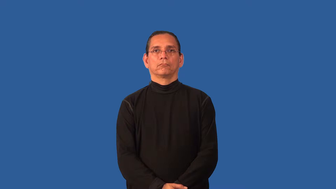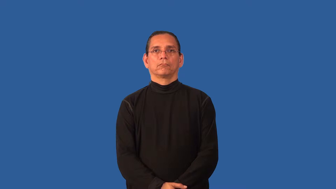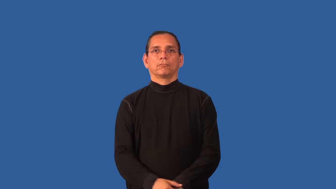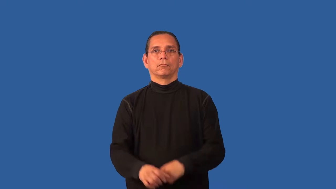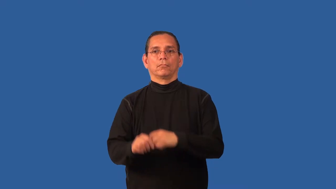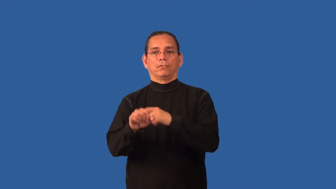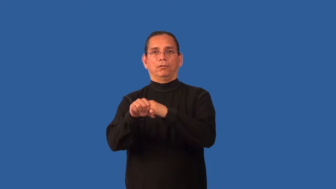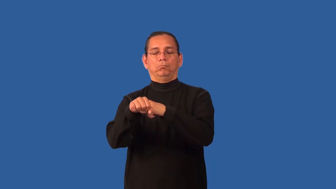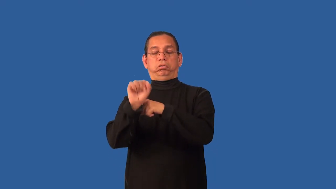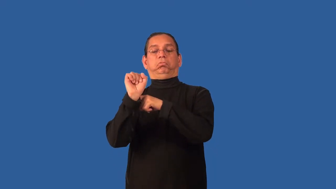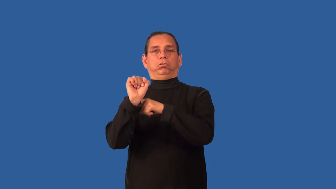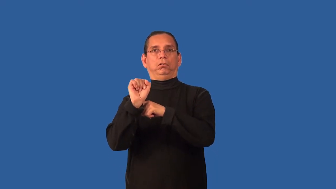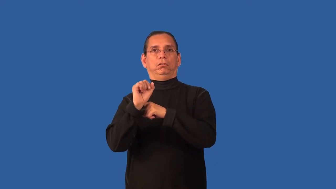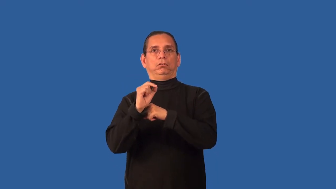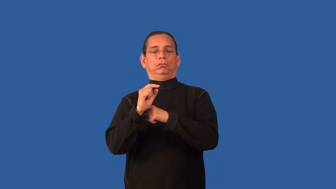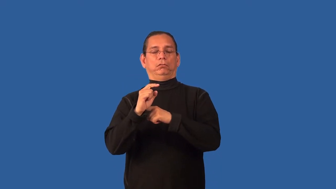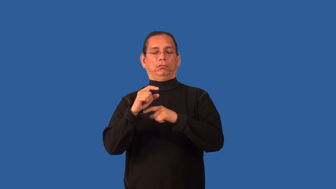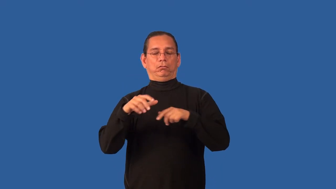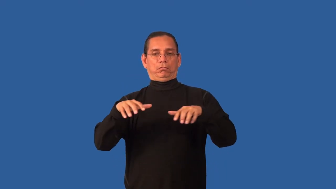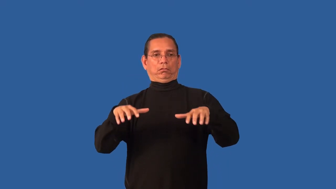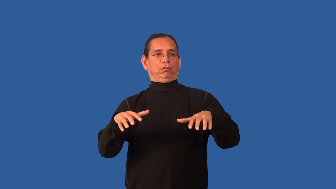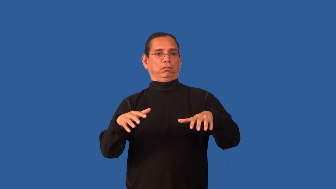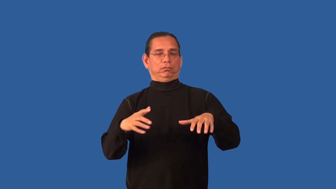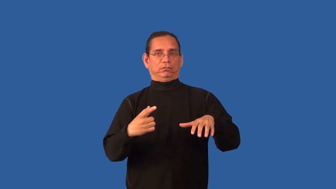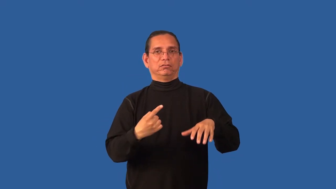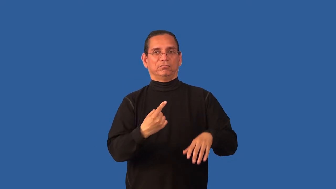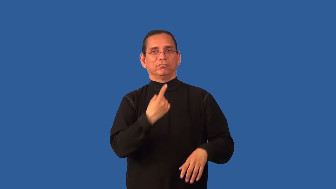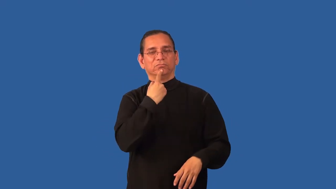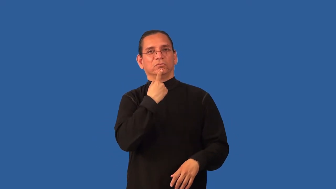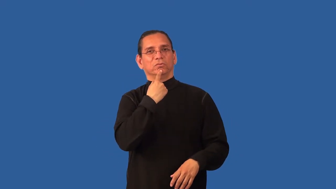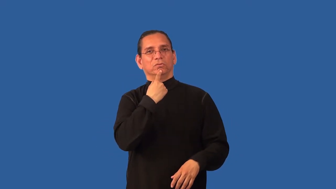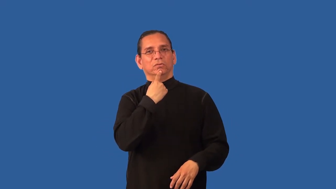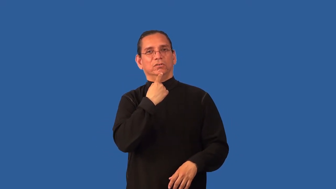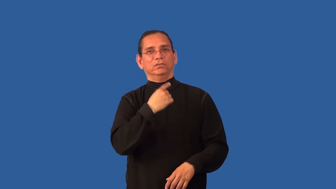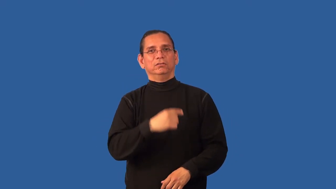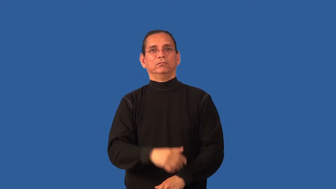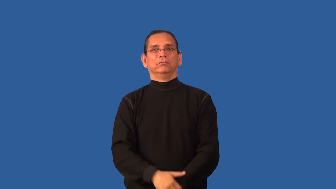blow-disappointment